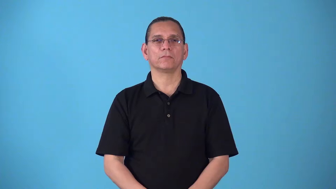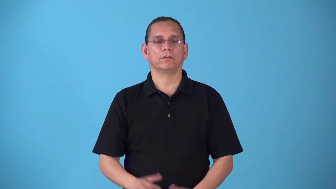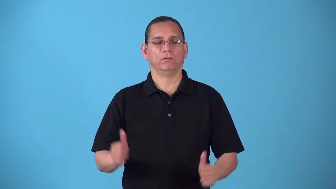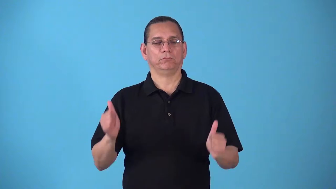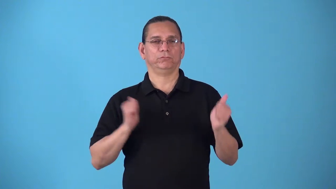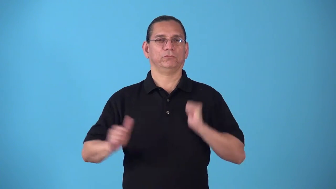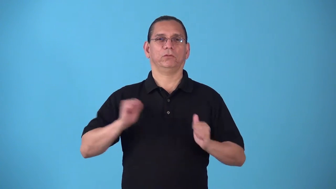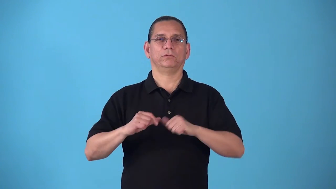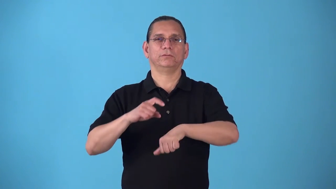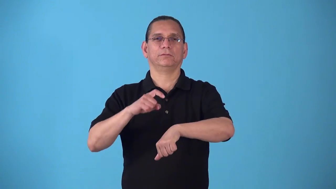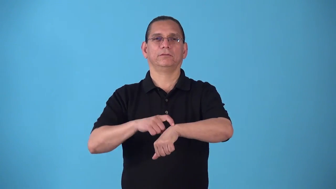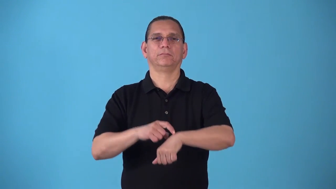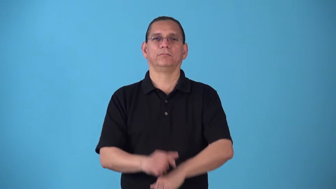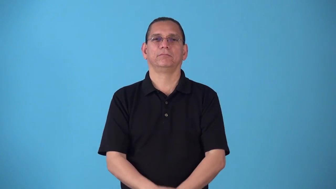showtime